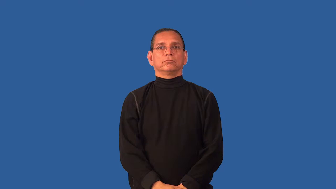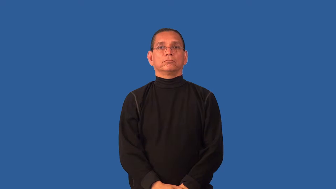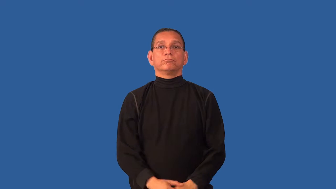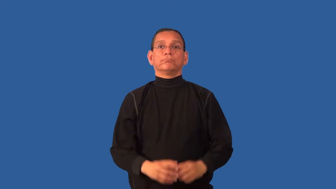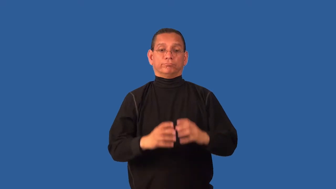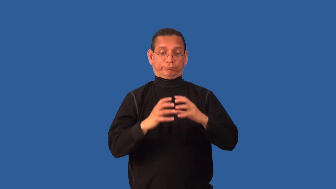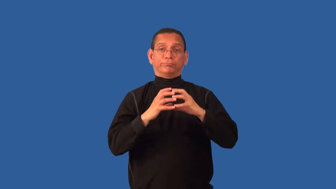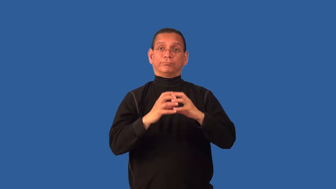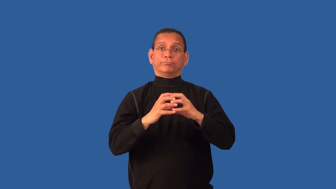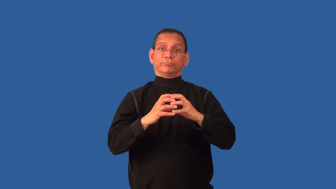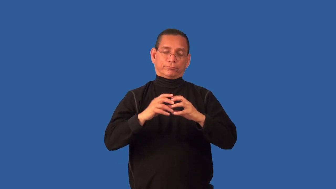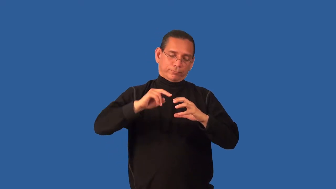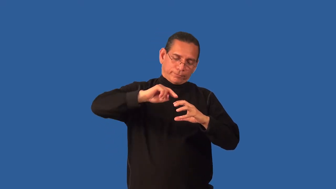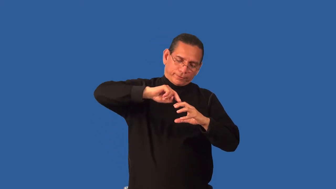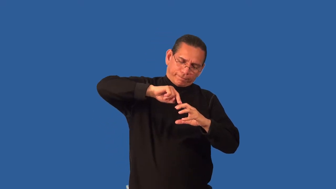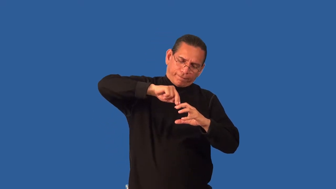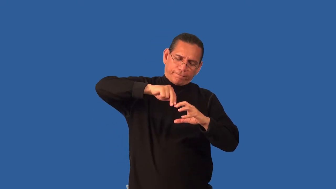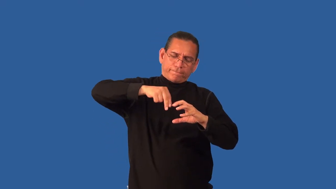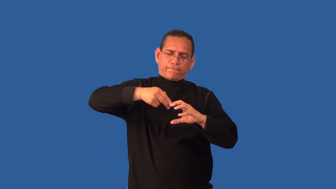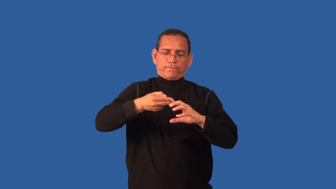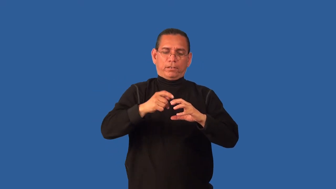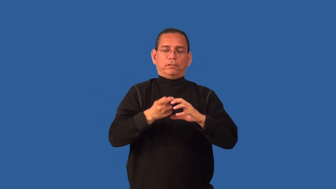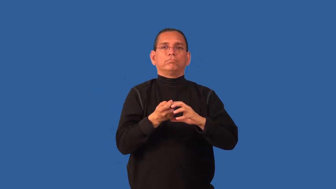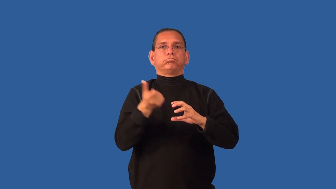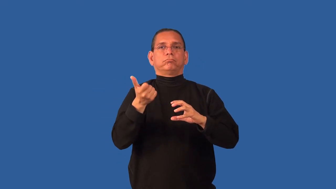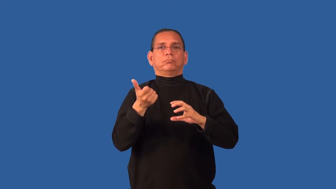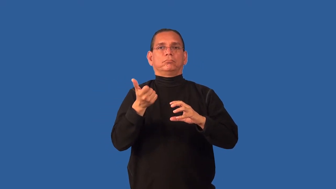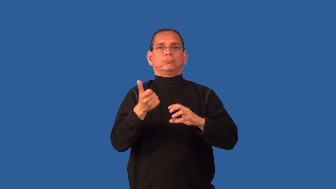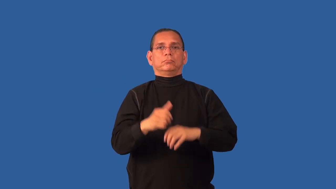core-verb